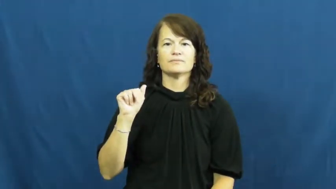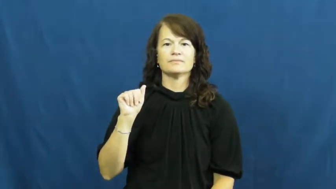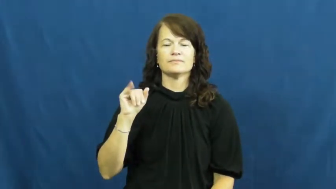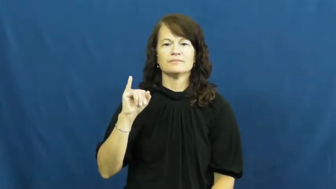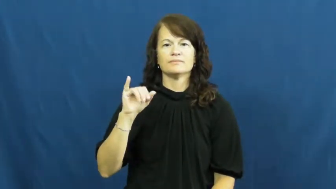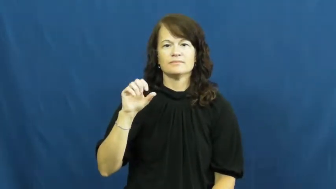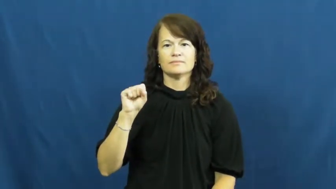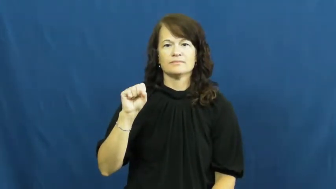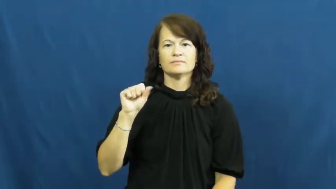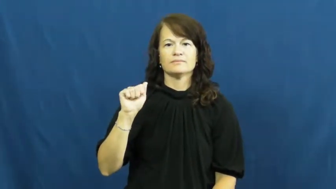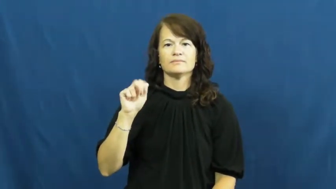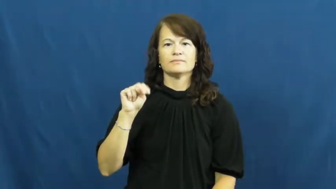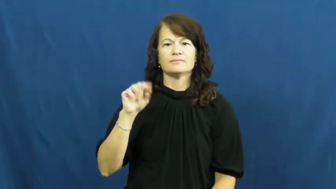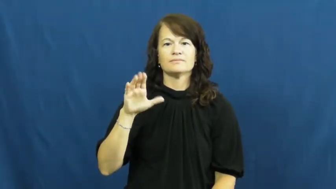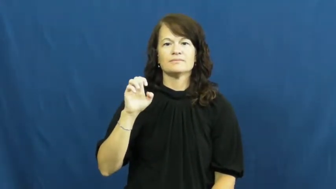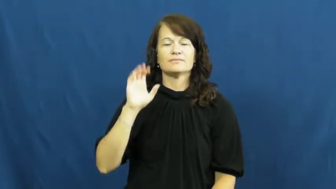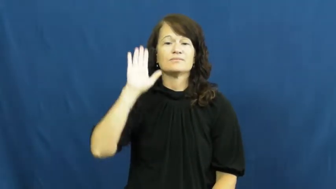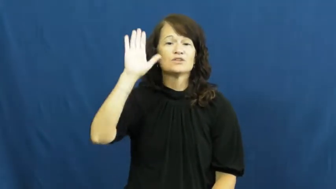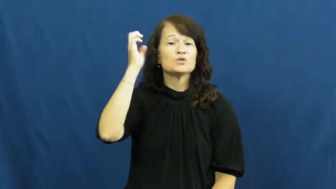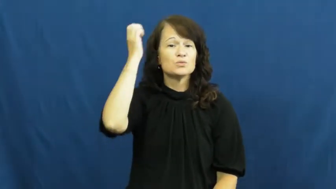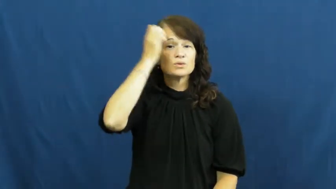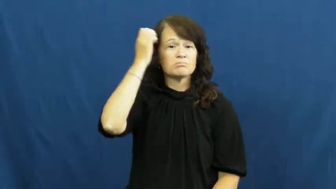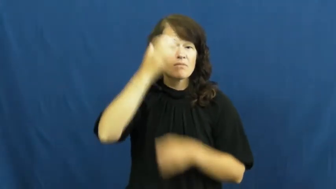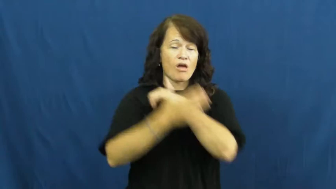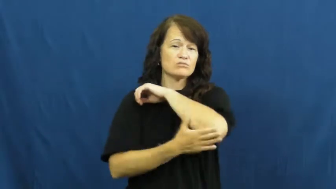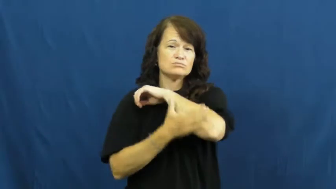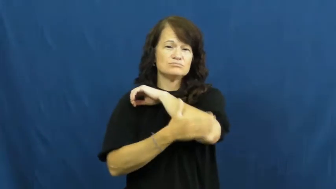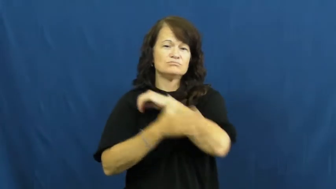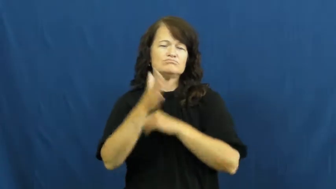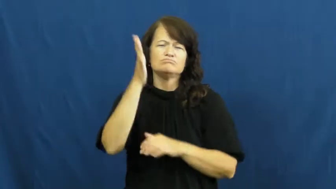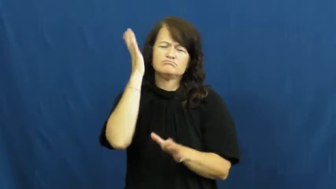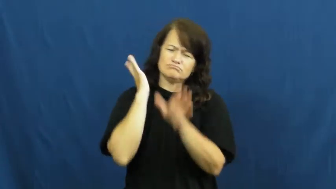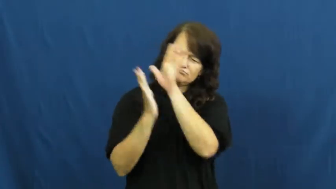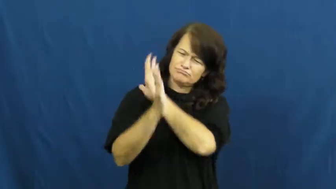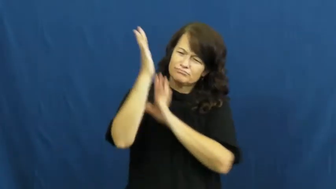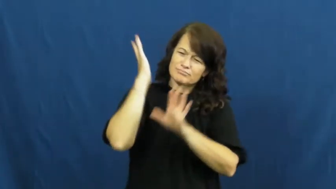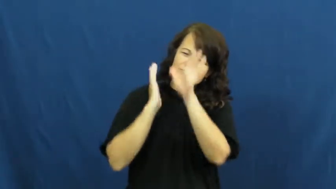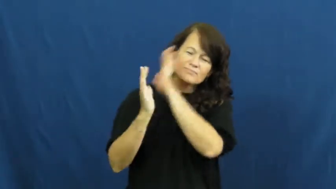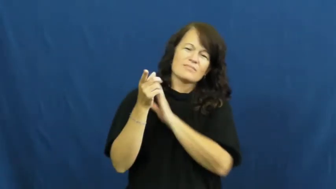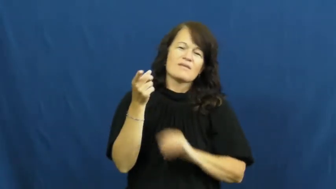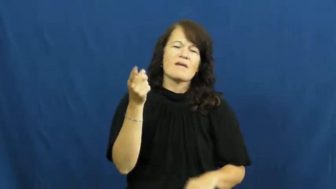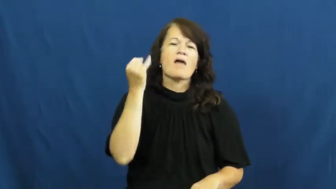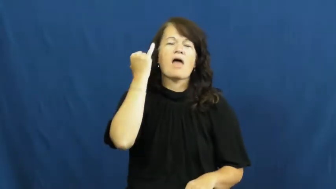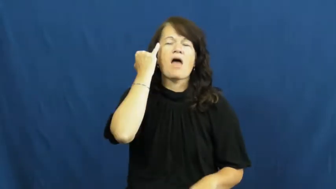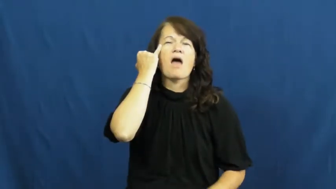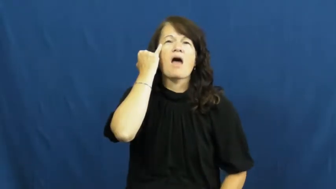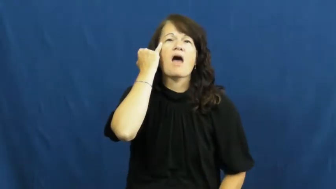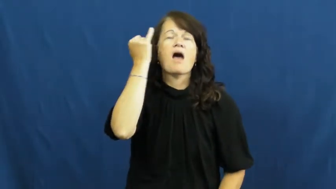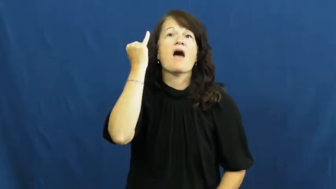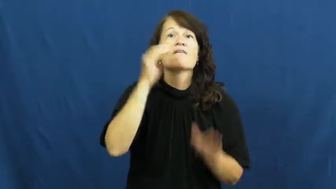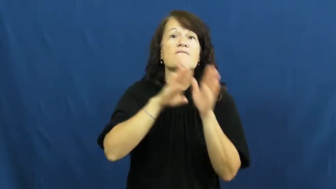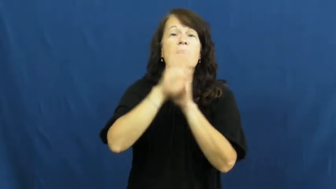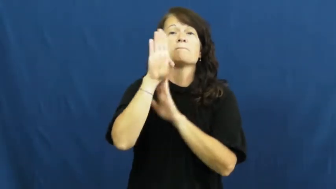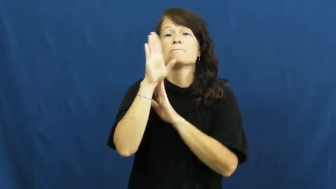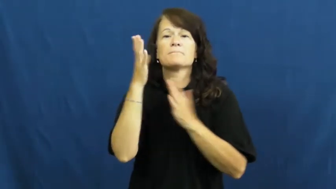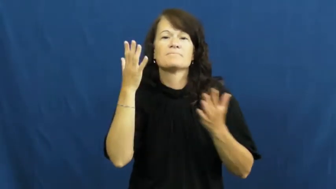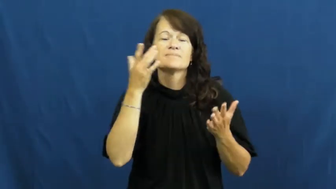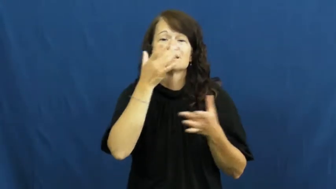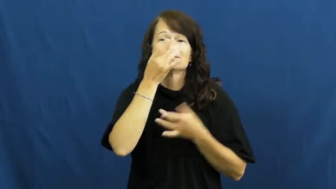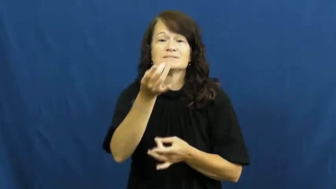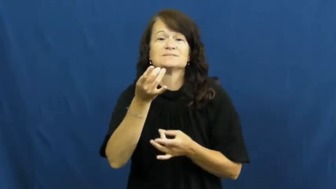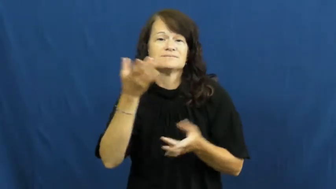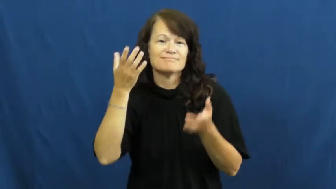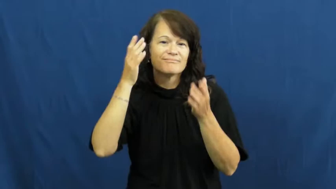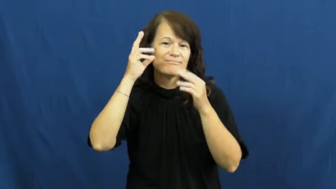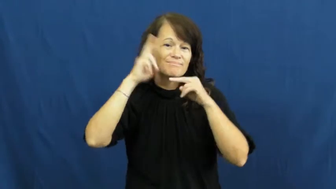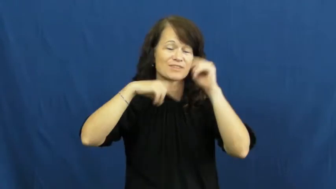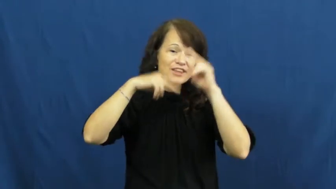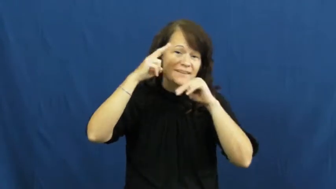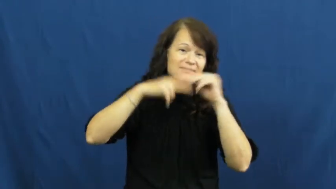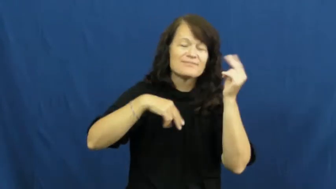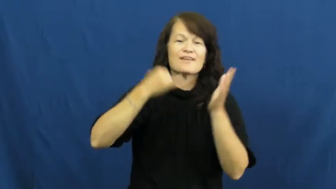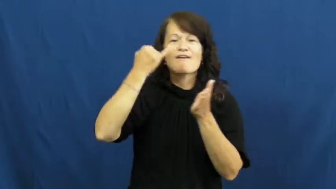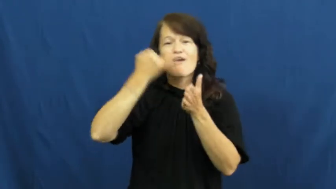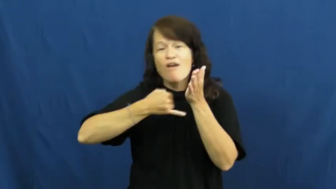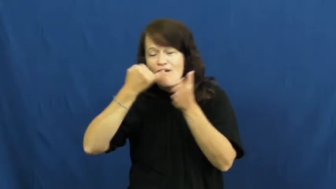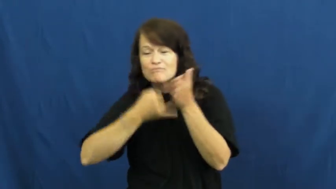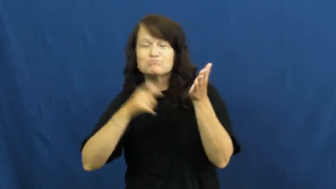renaissance-time